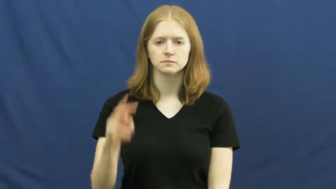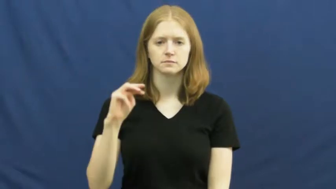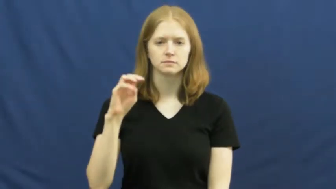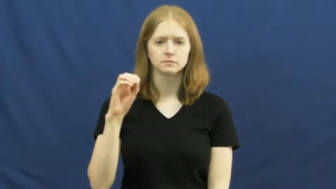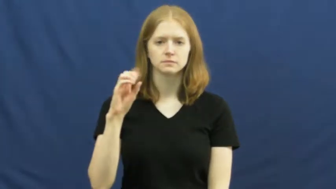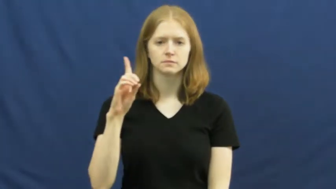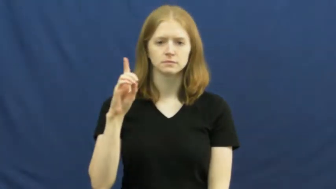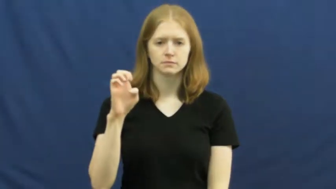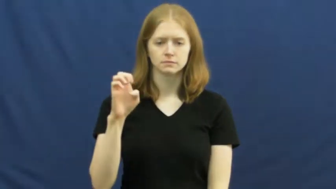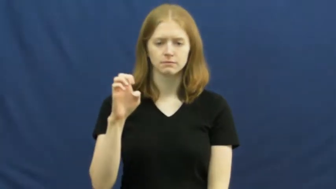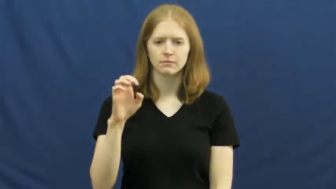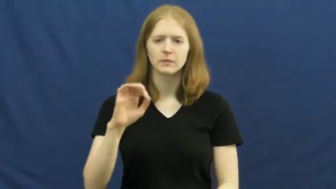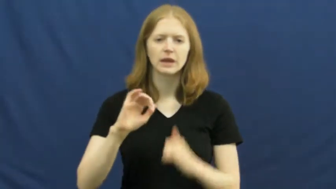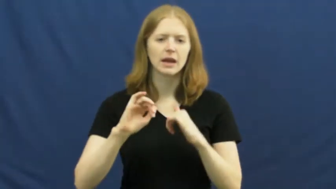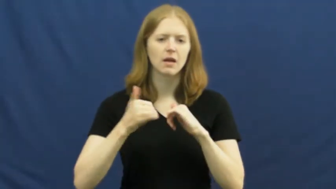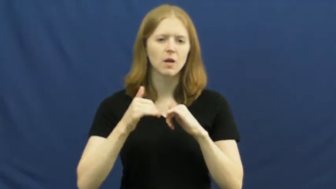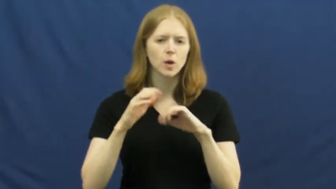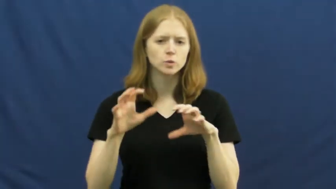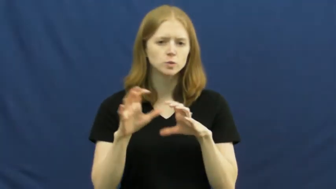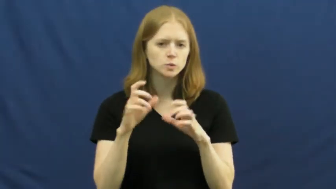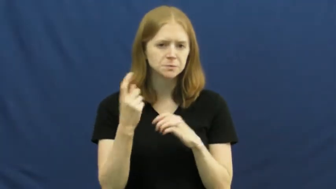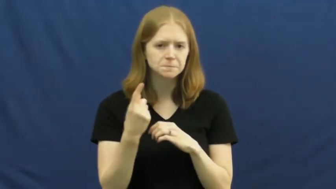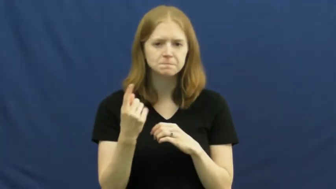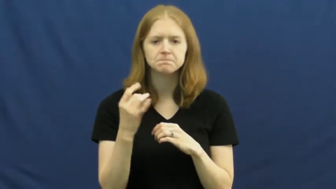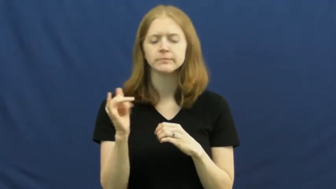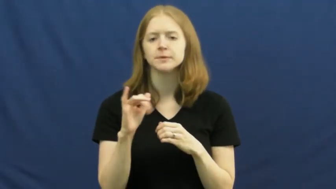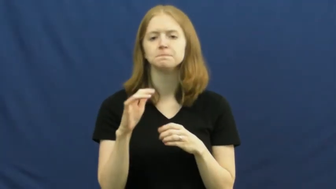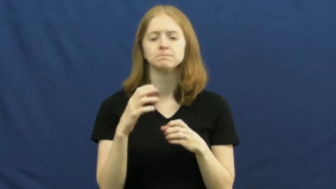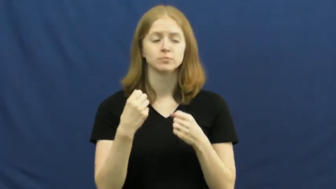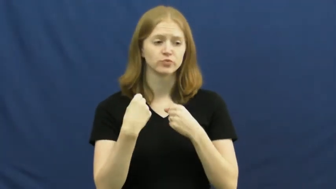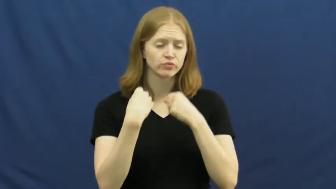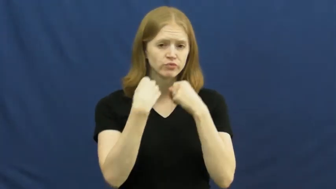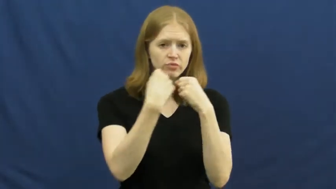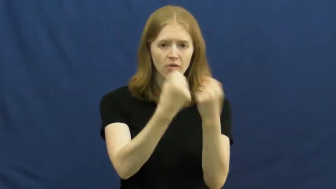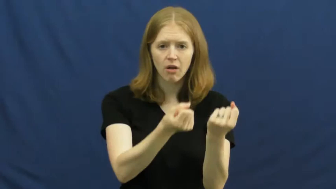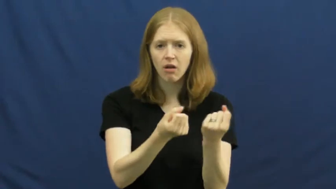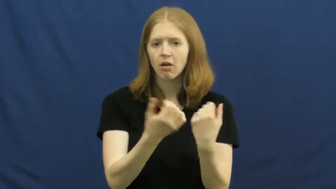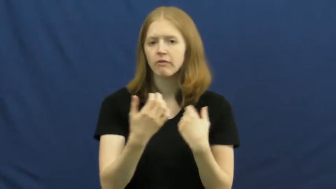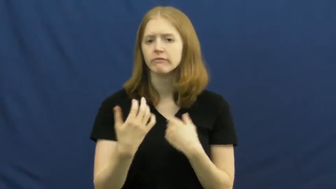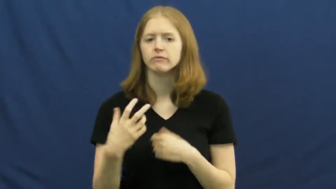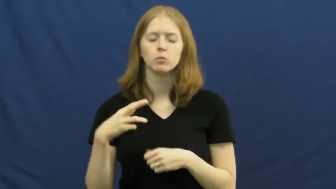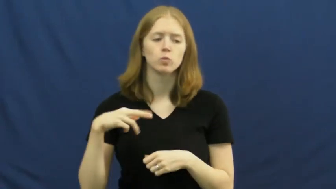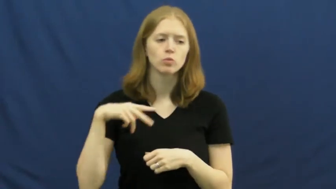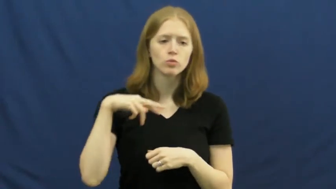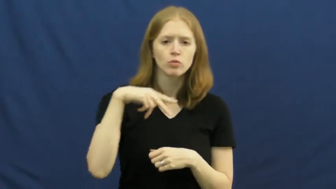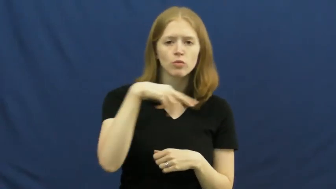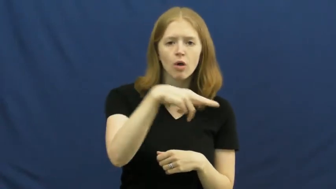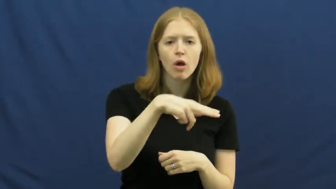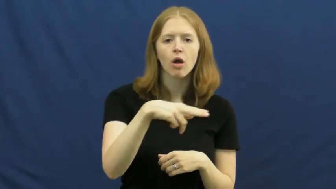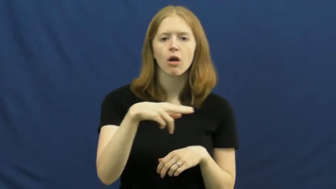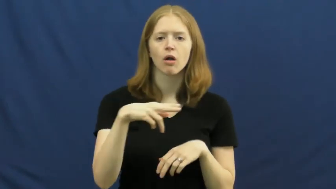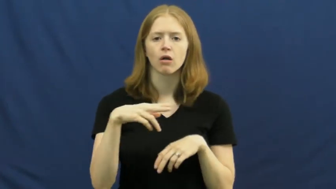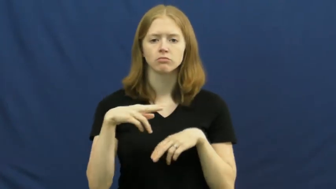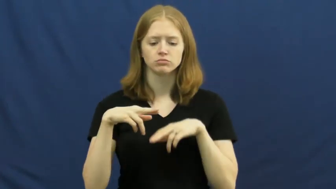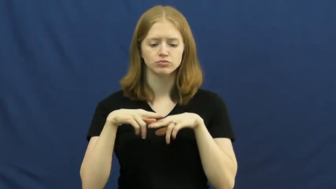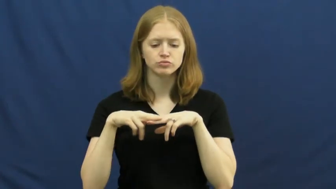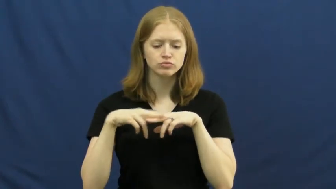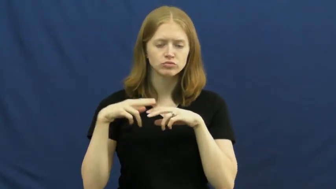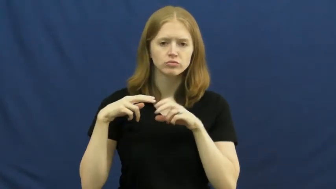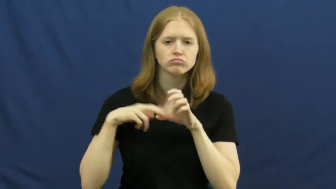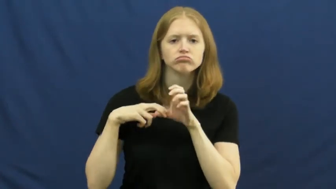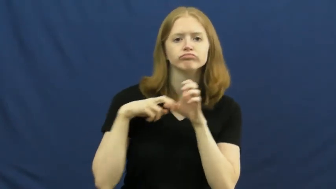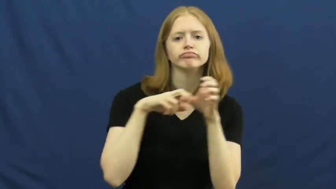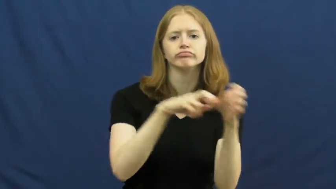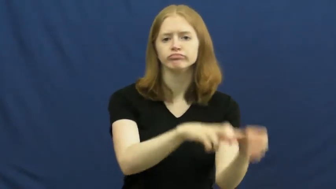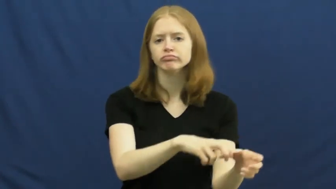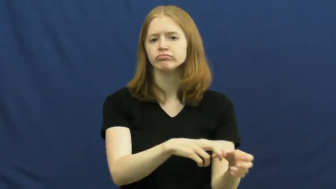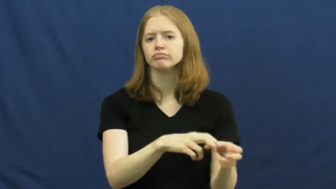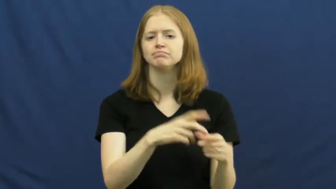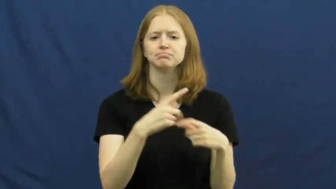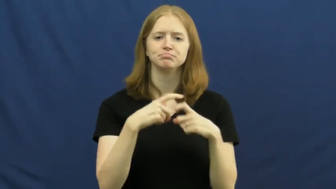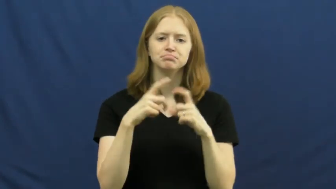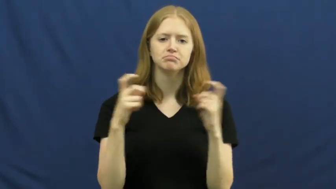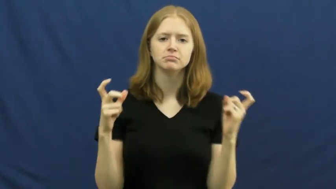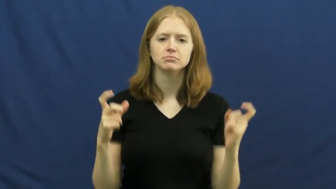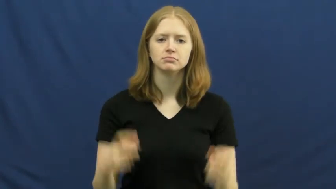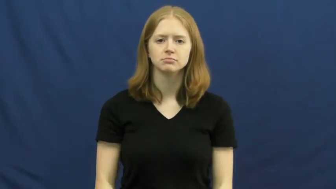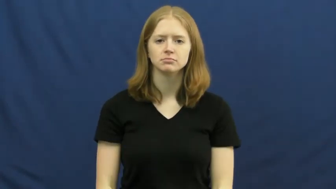mode